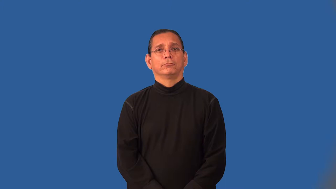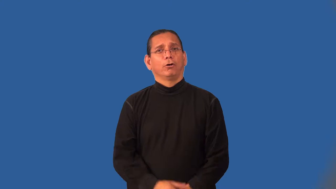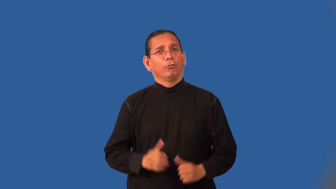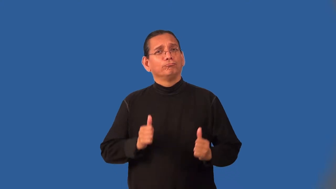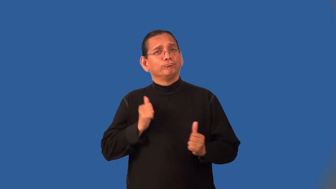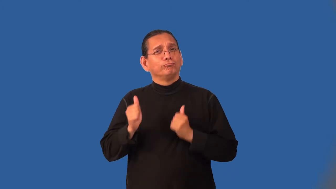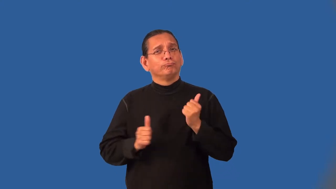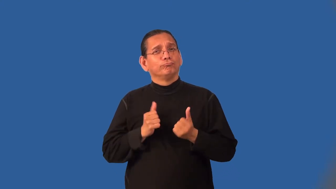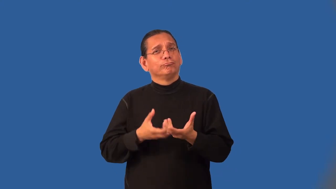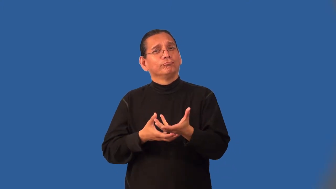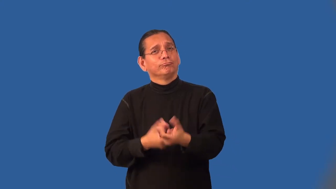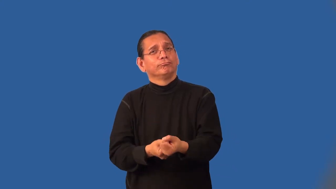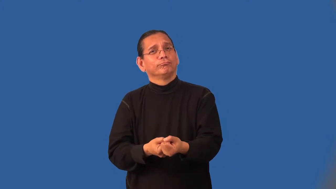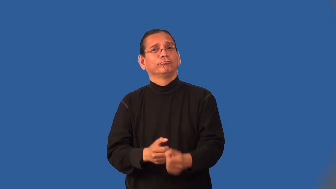jaunty